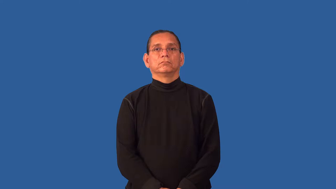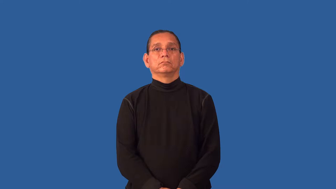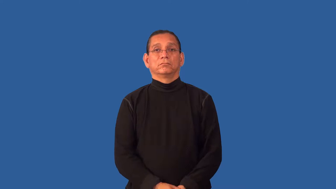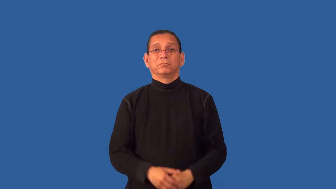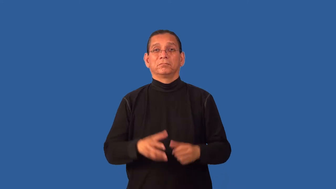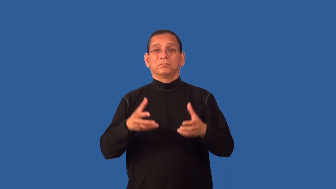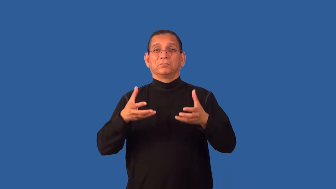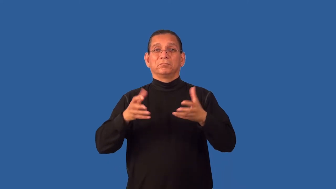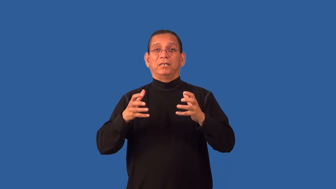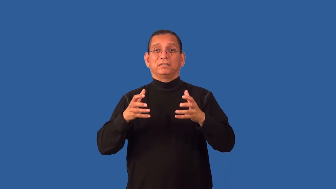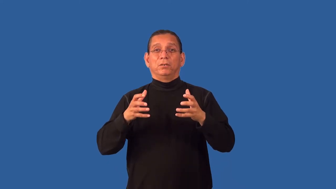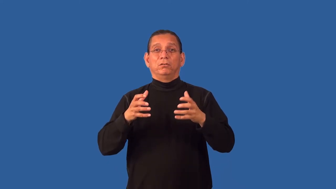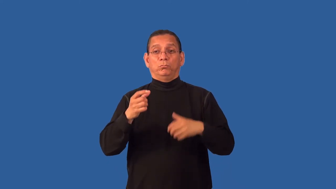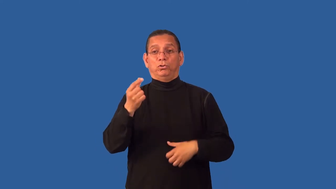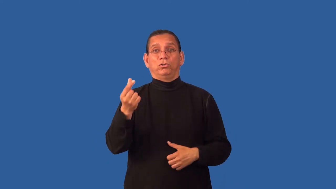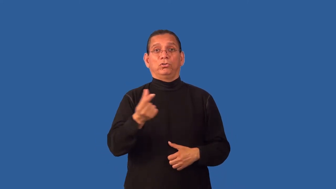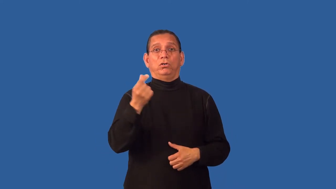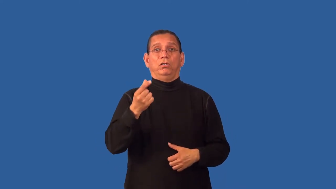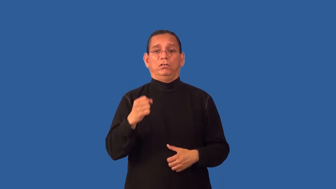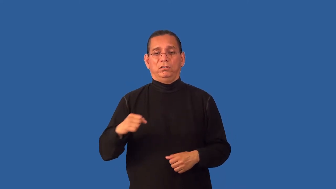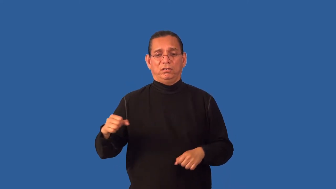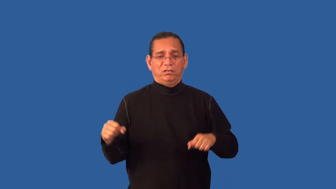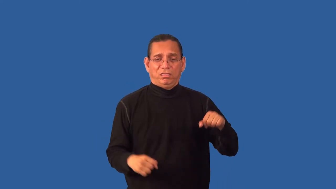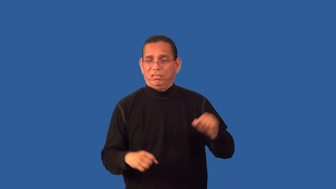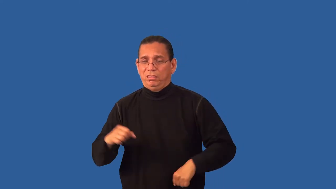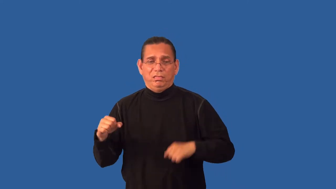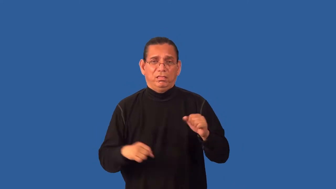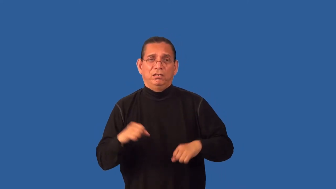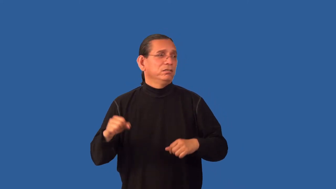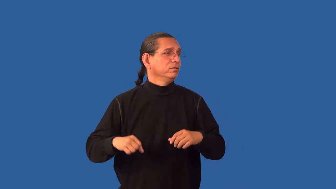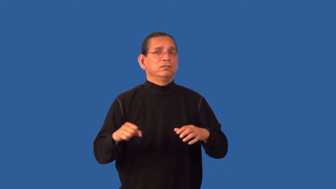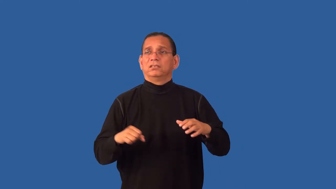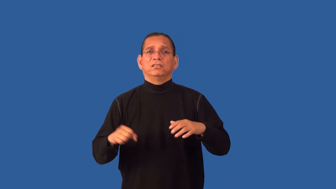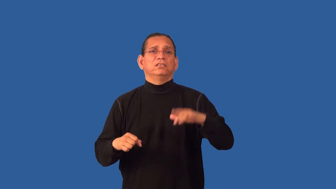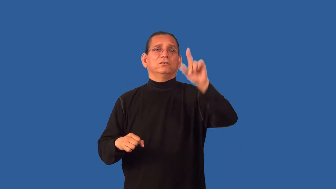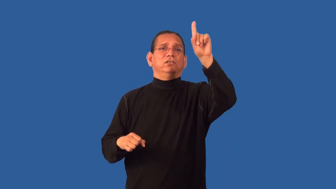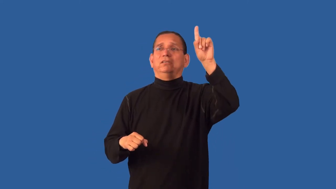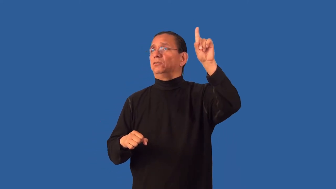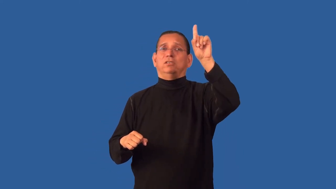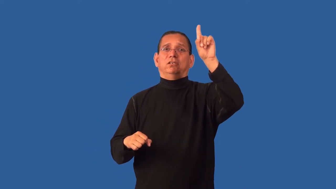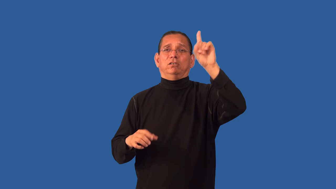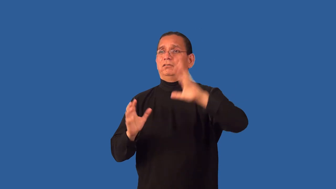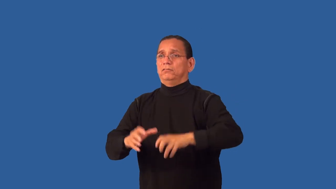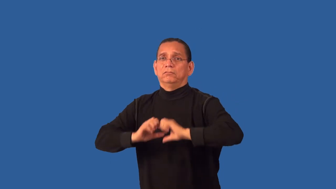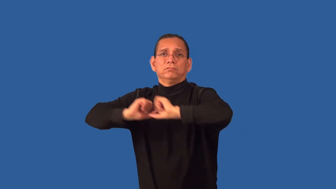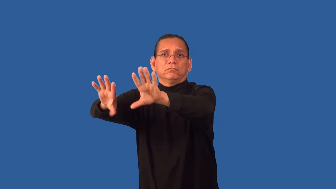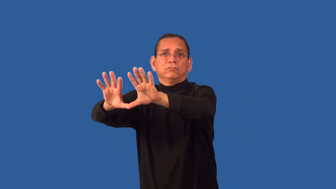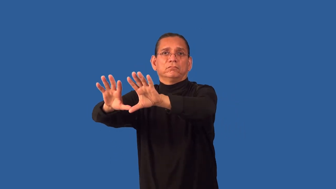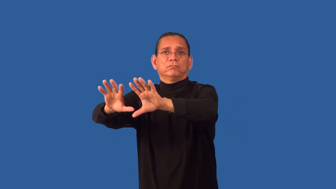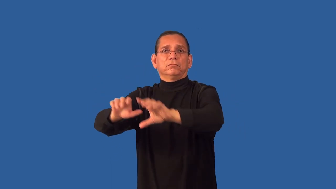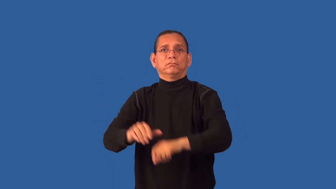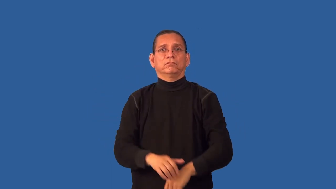guard-basketball